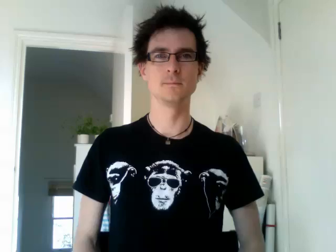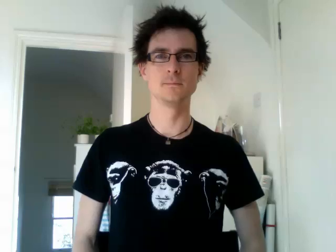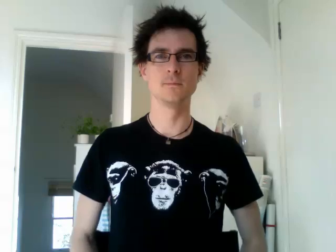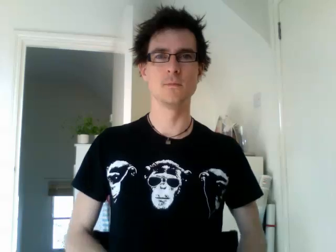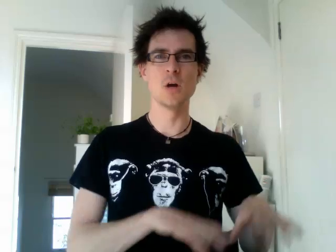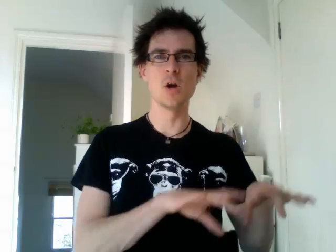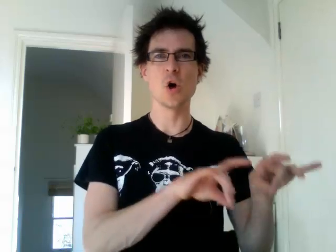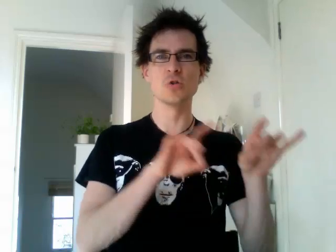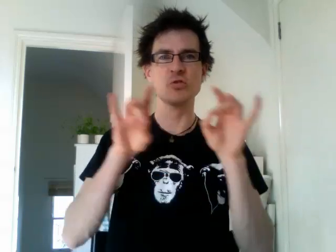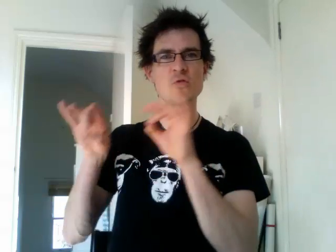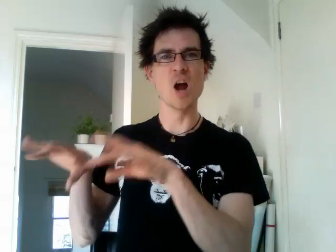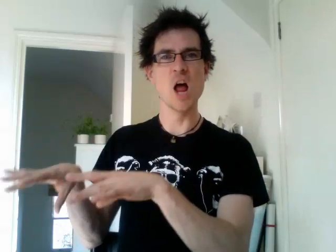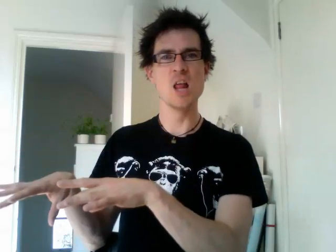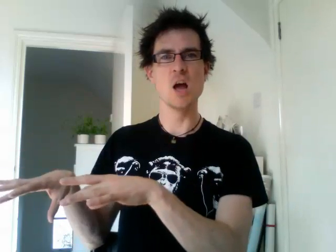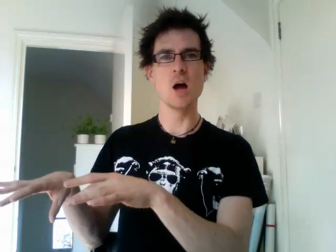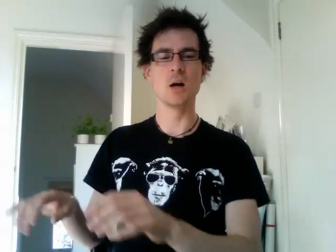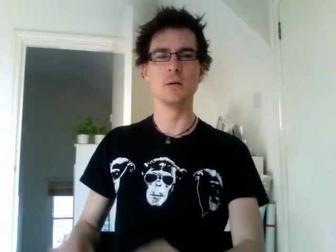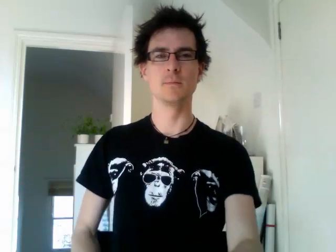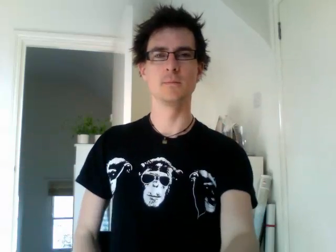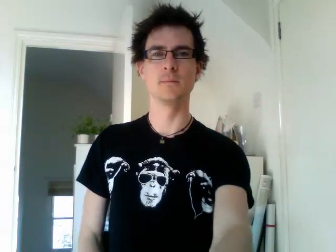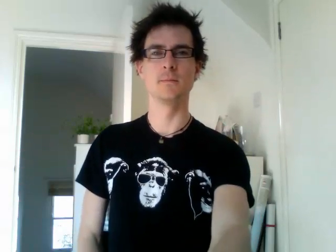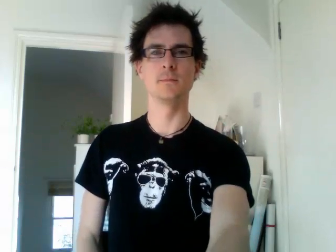australia